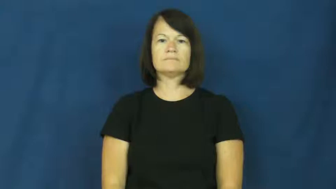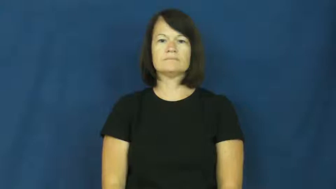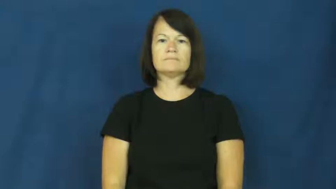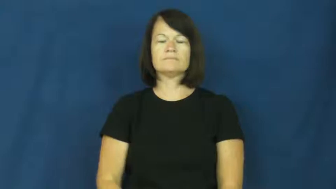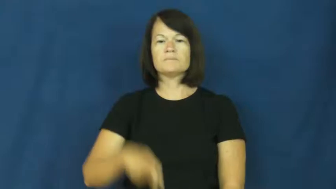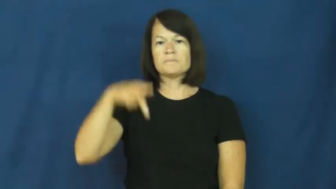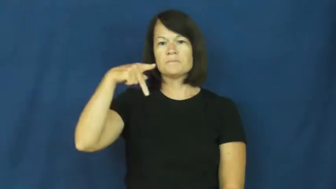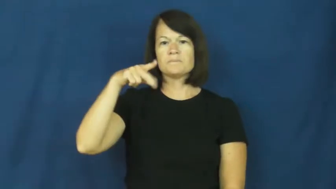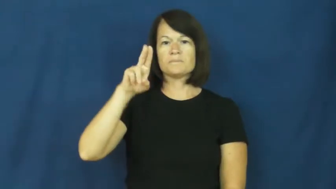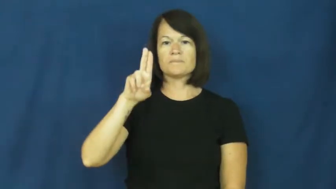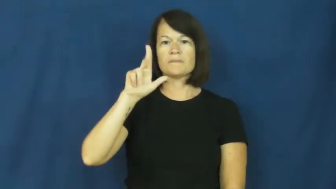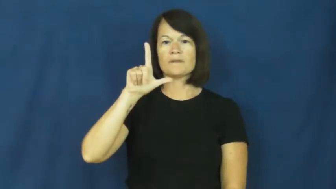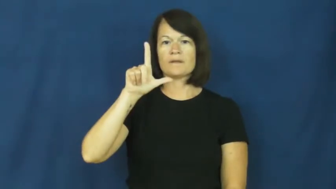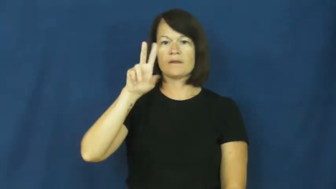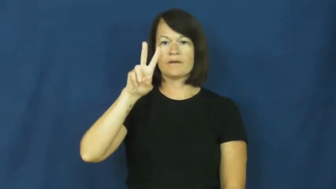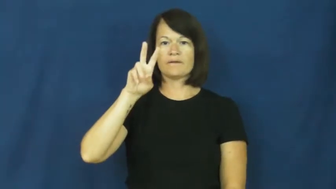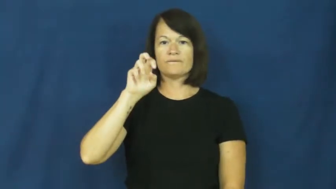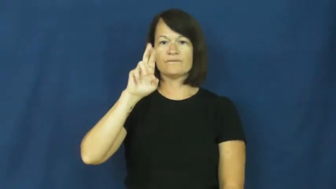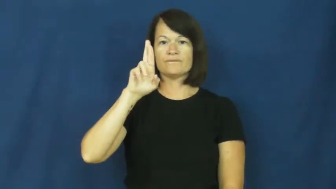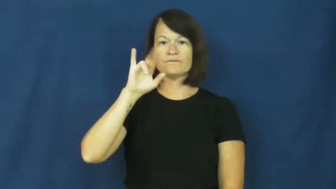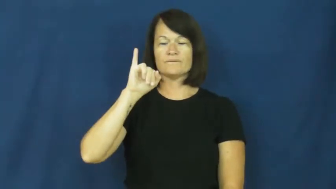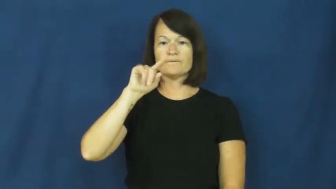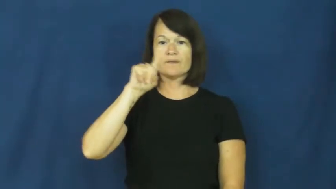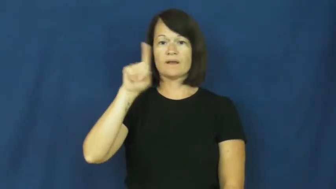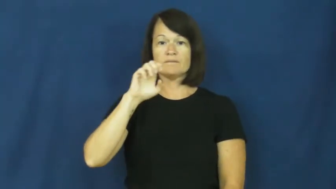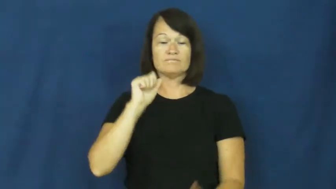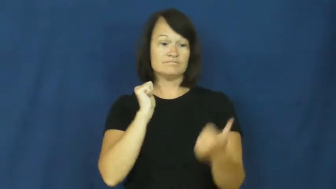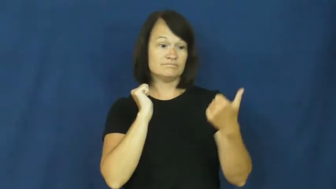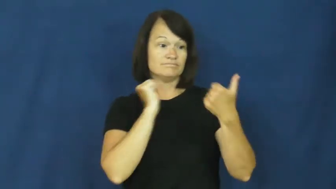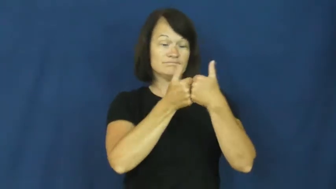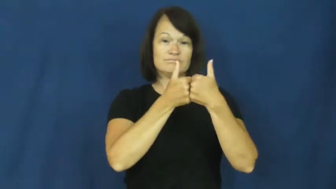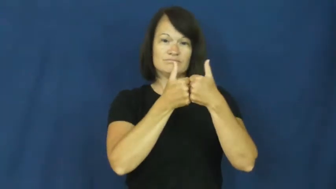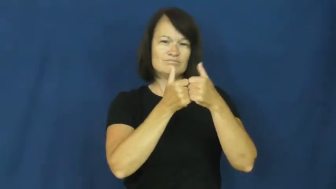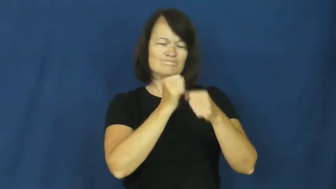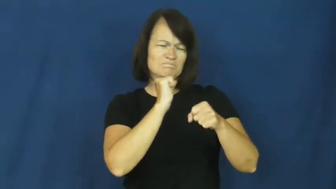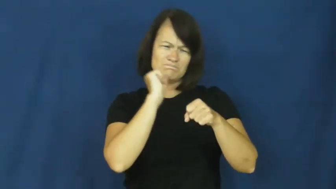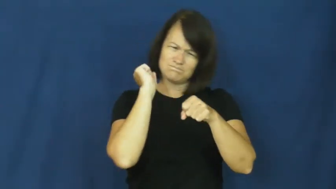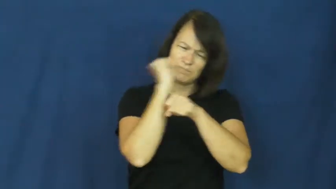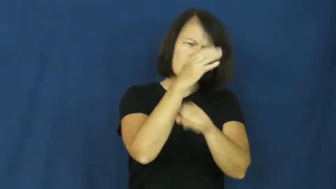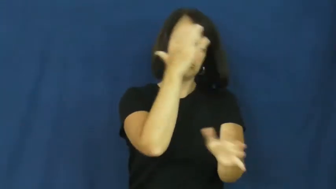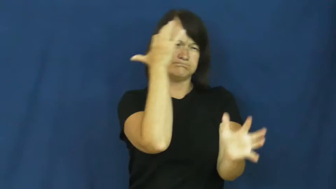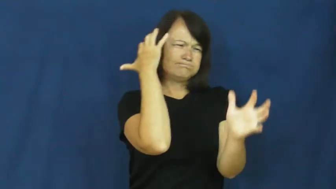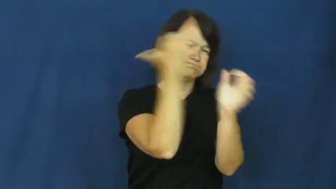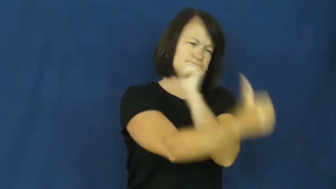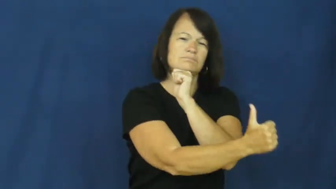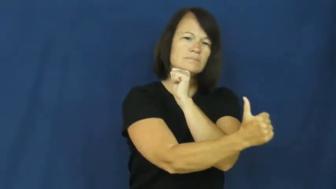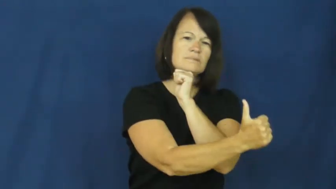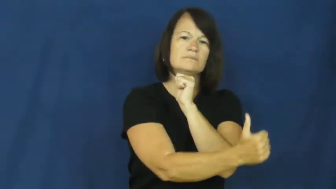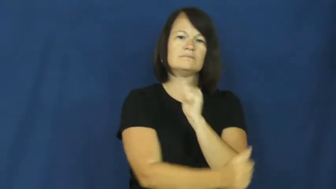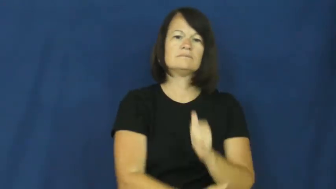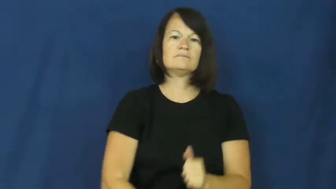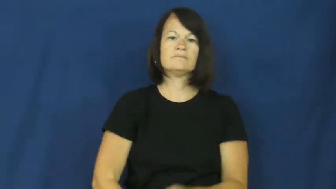pulverize-defeat